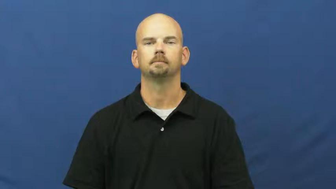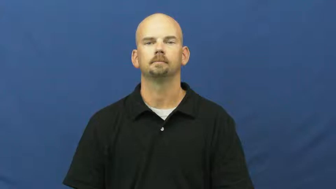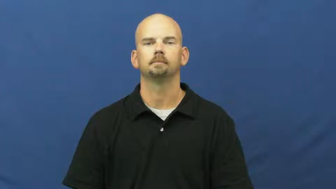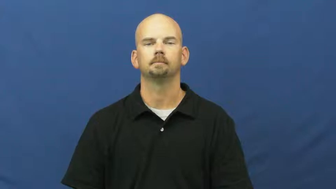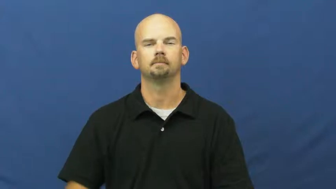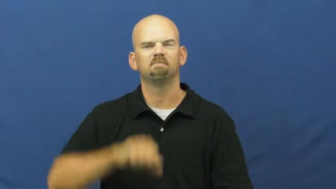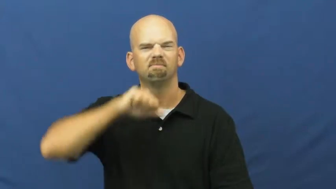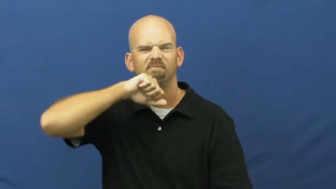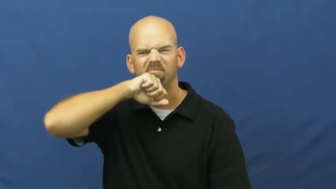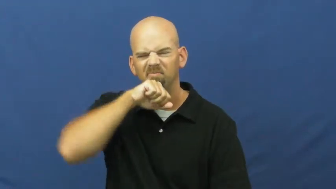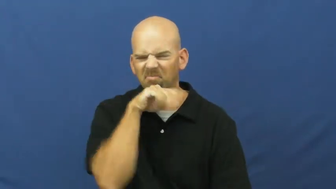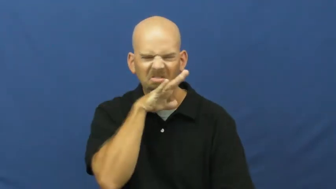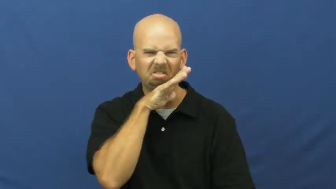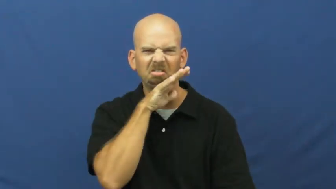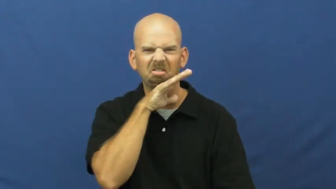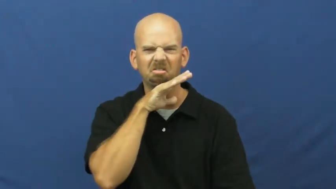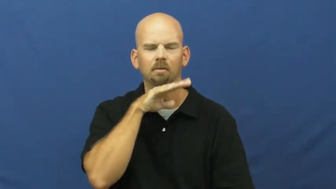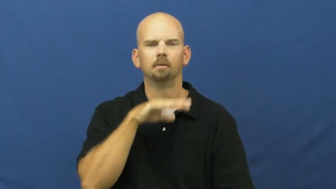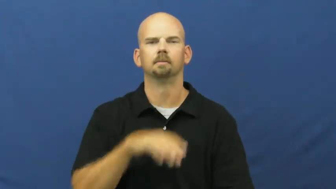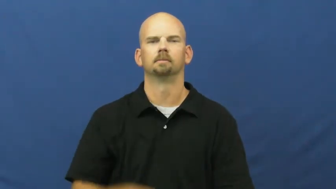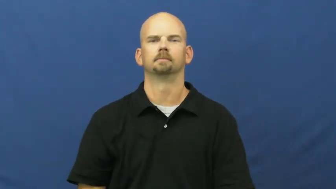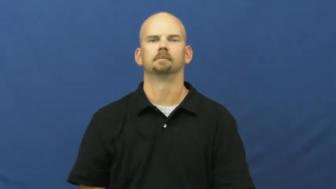filth,muck,grime